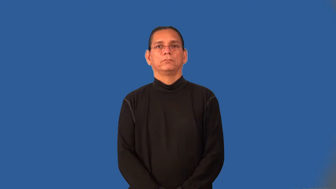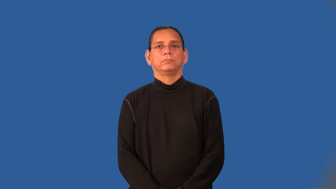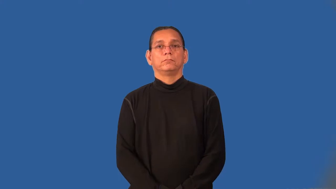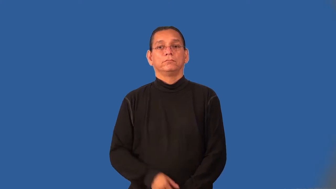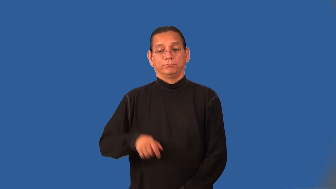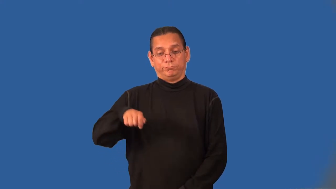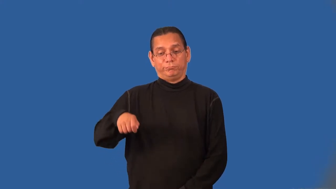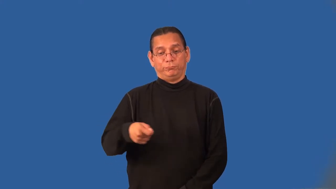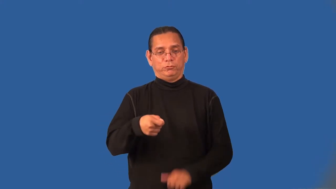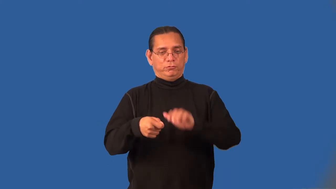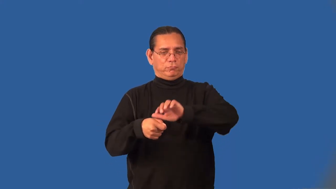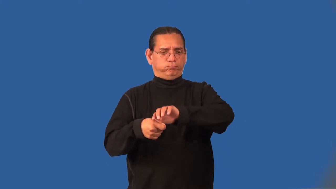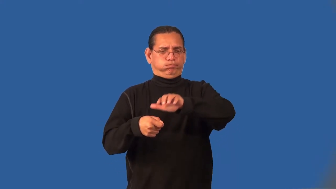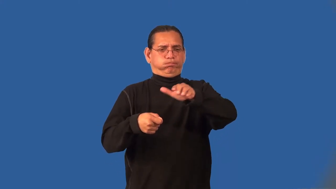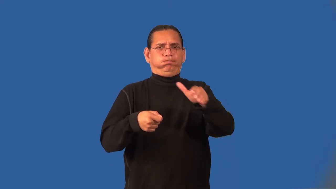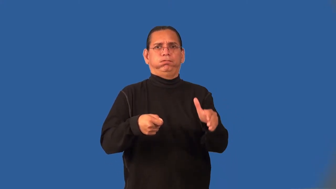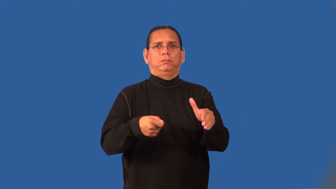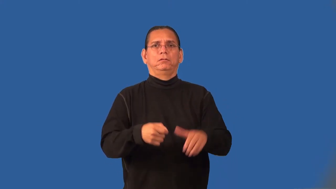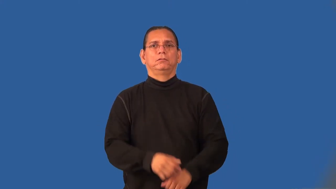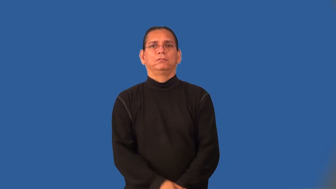scoopful